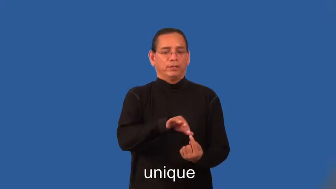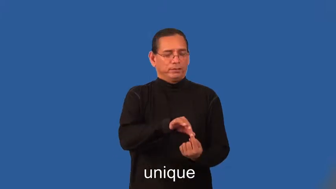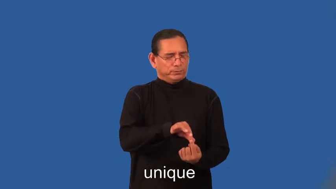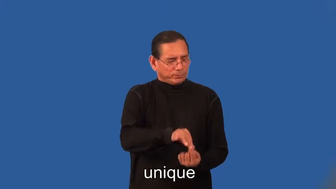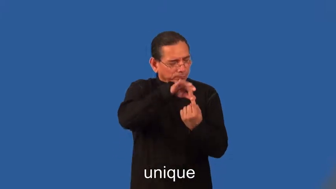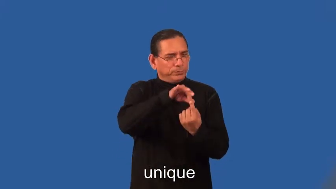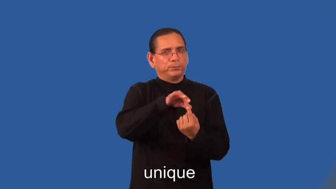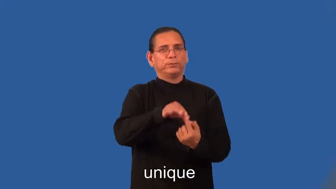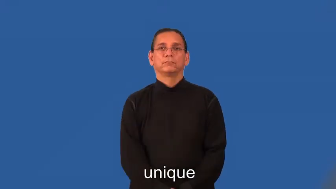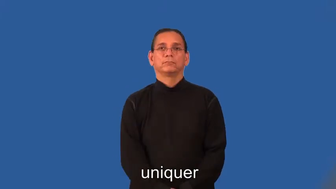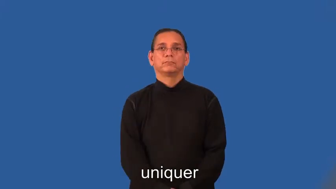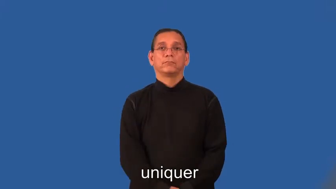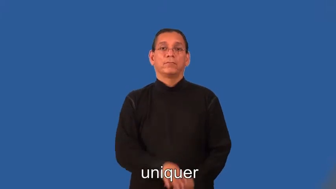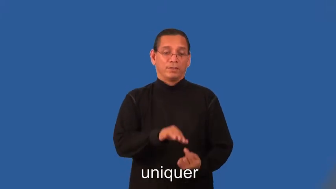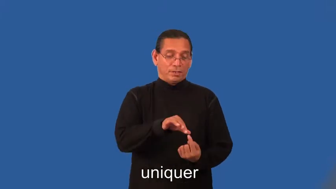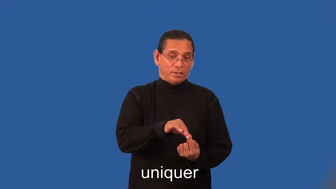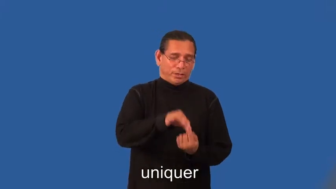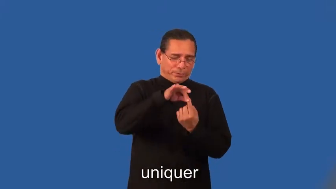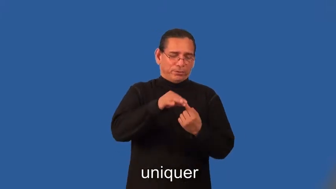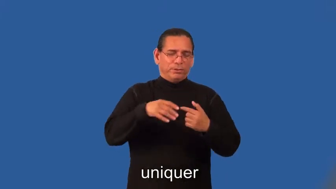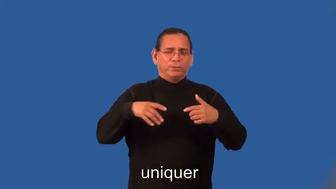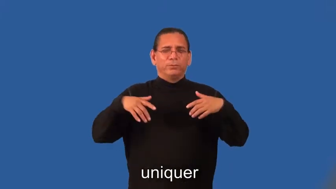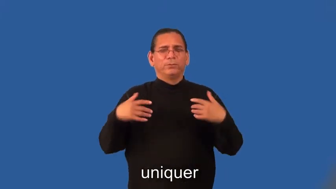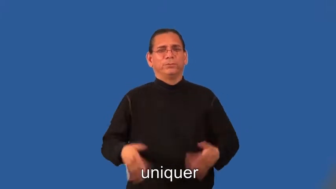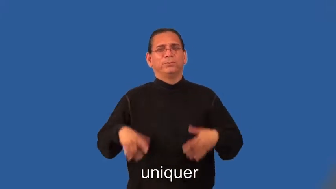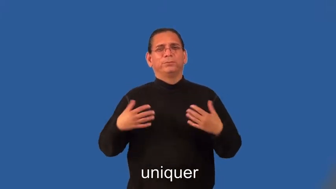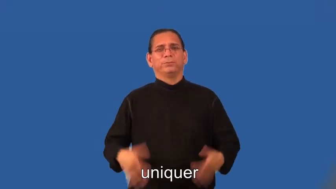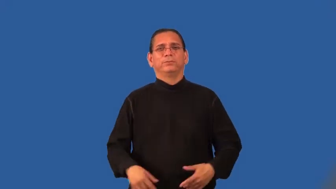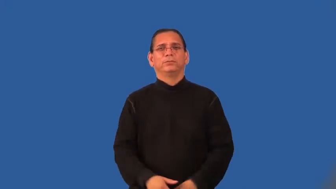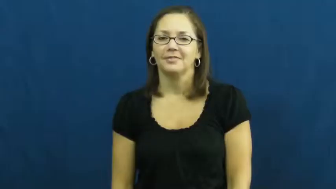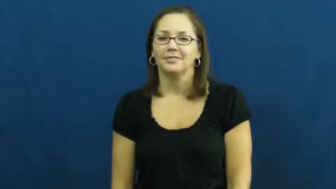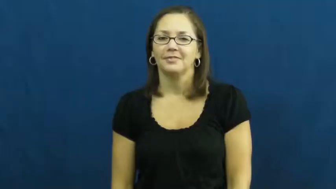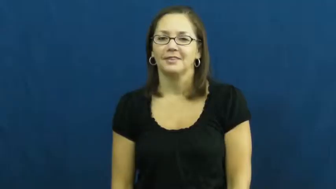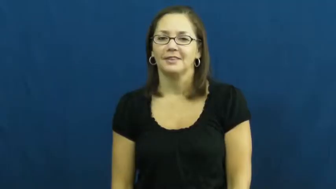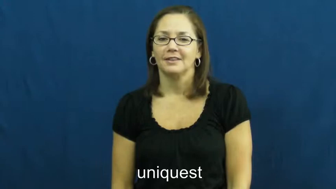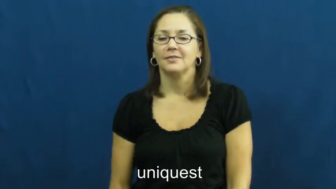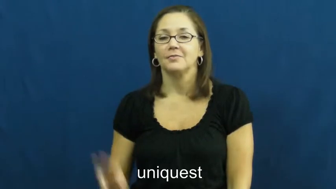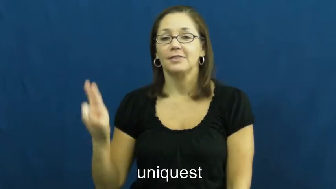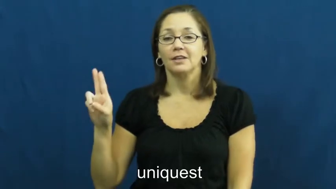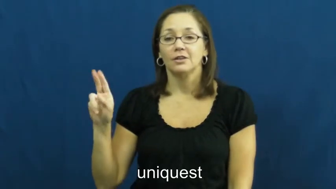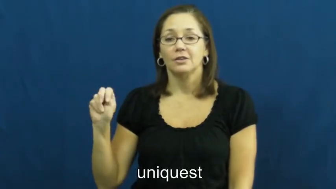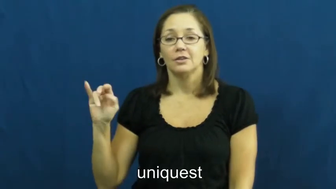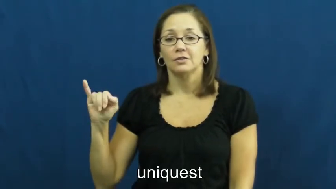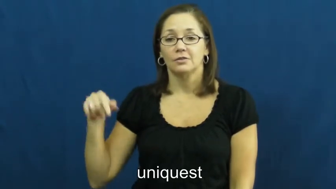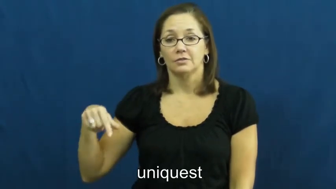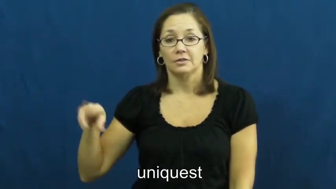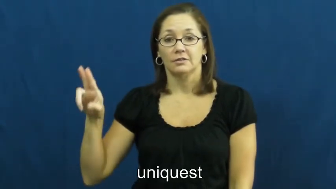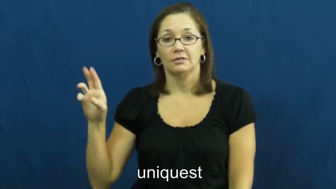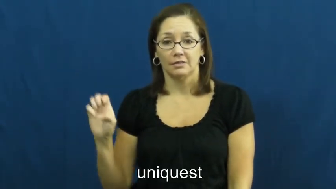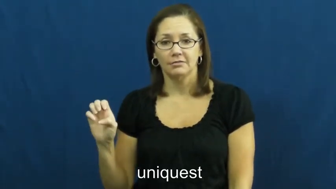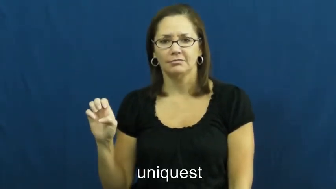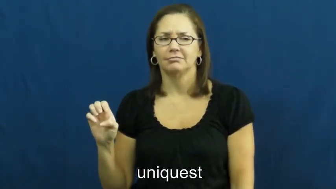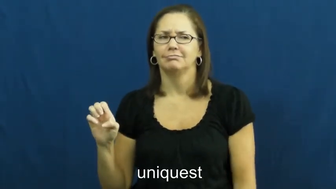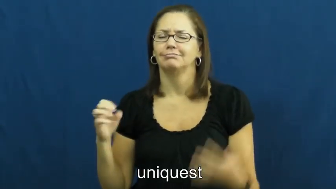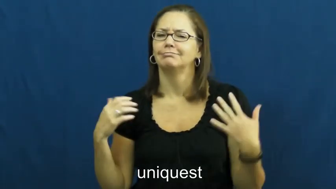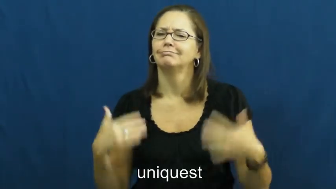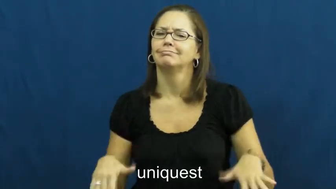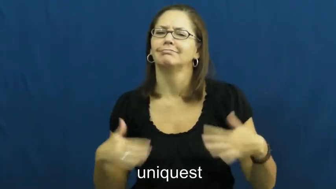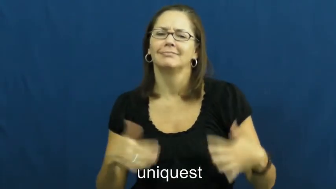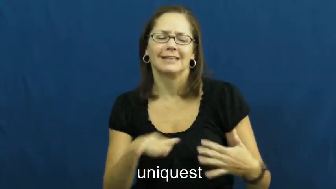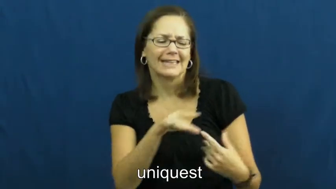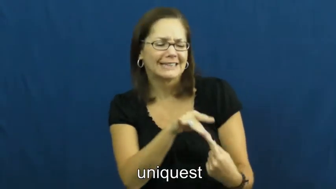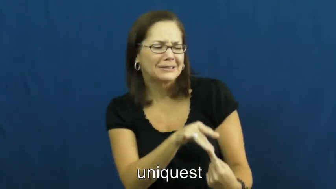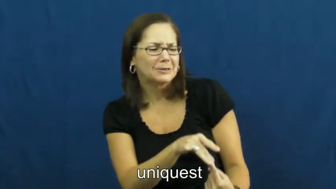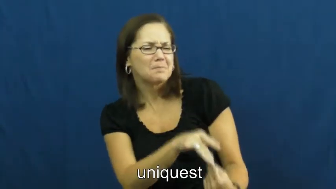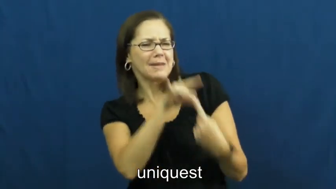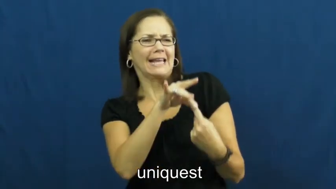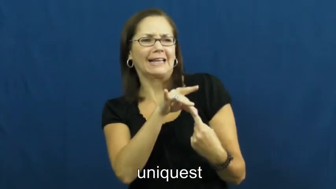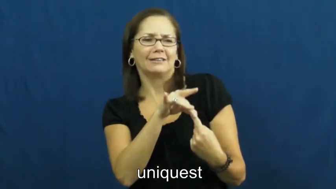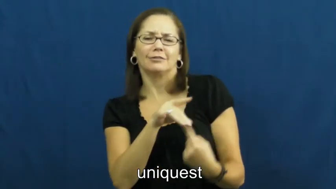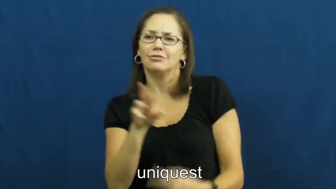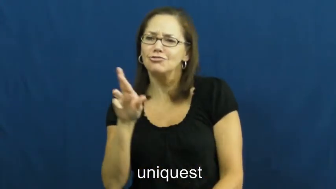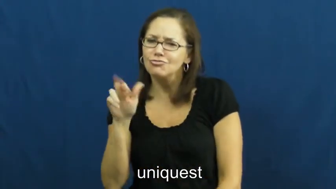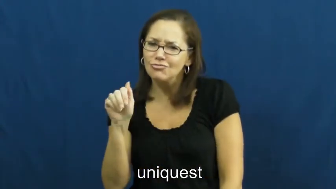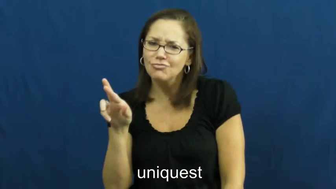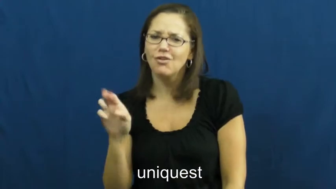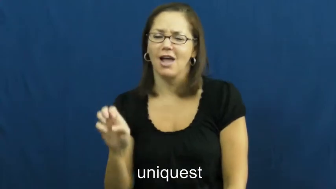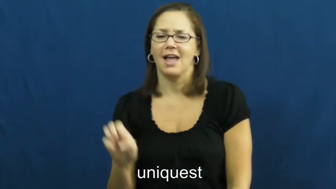uniquer,uniquest